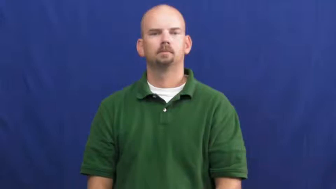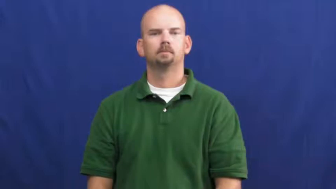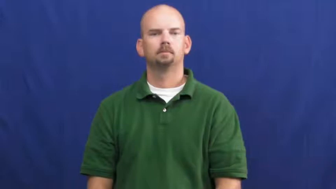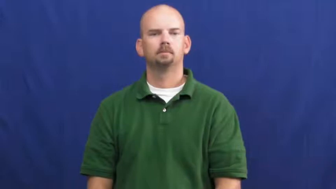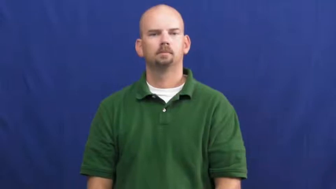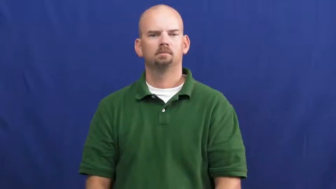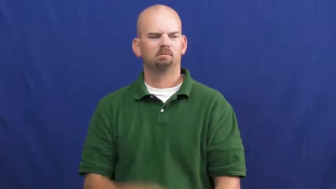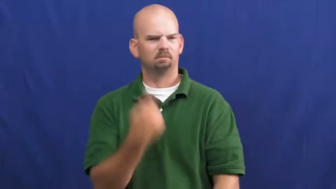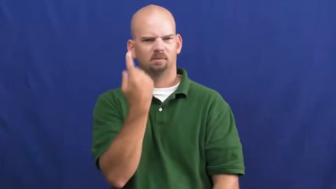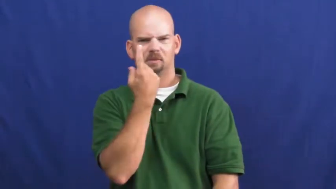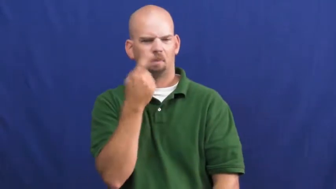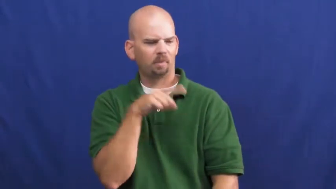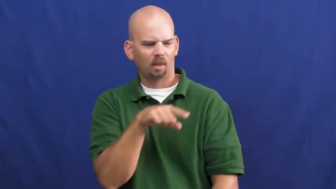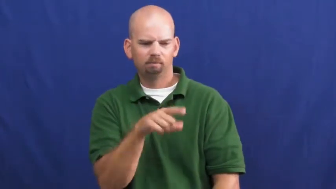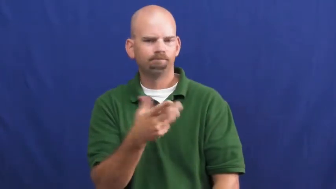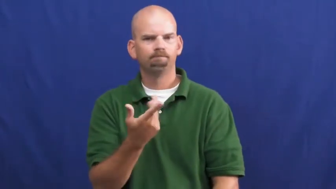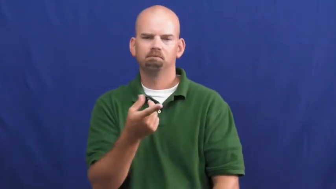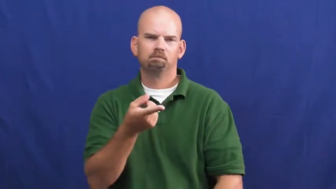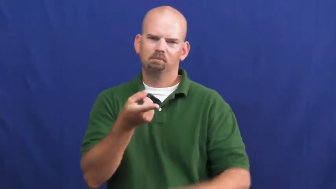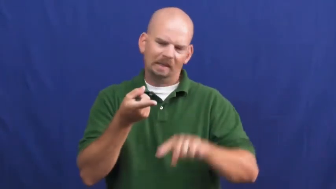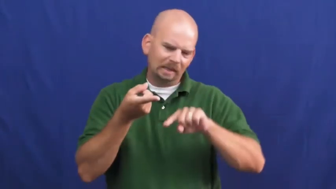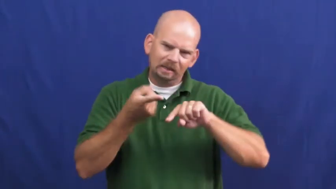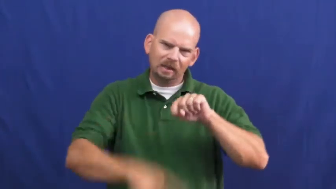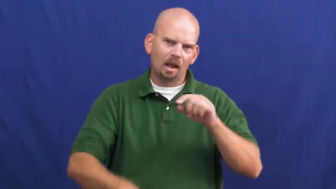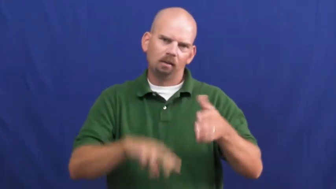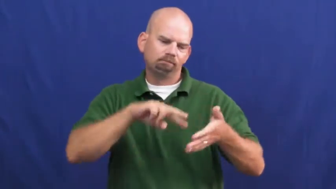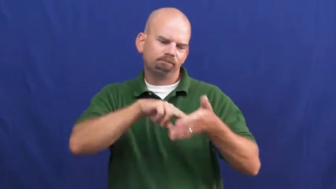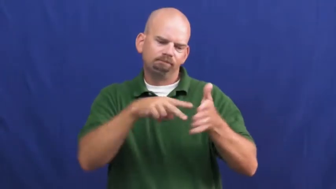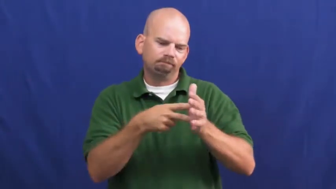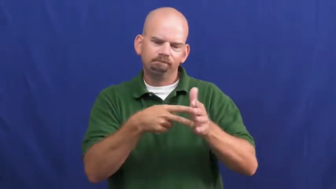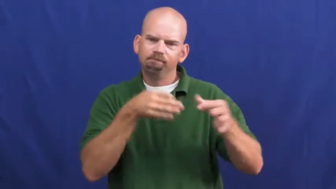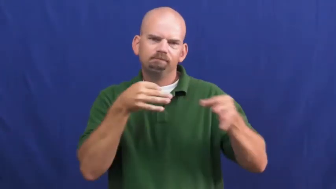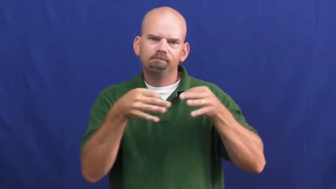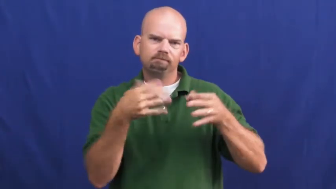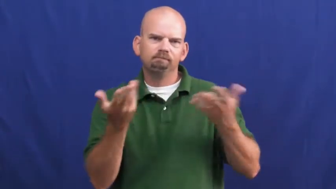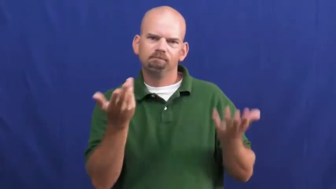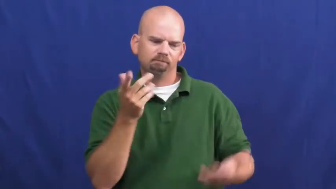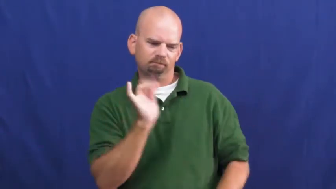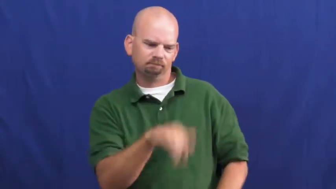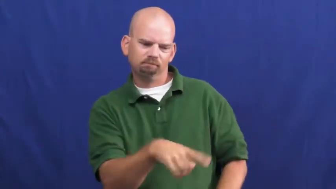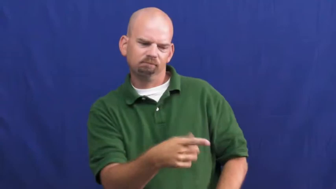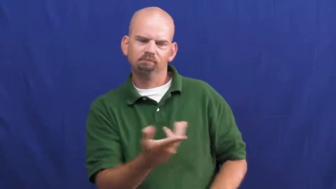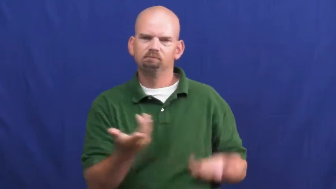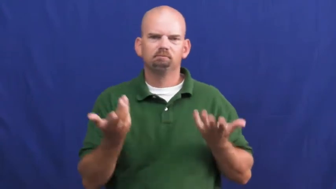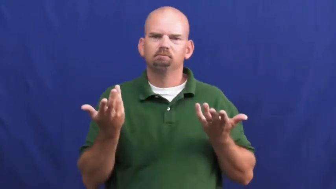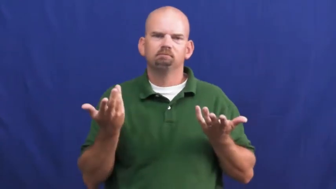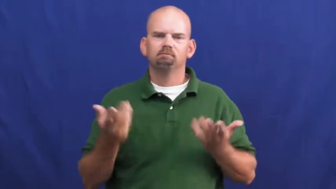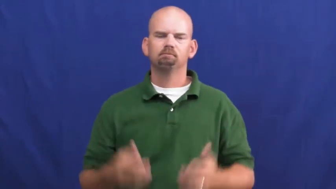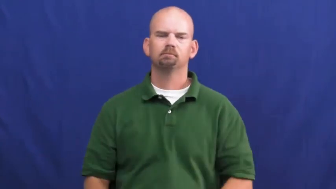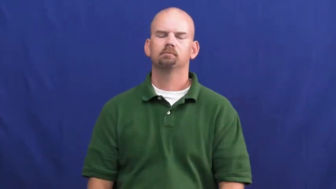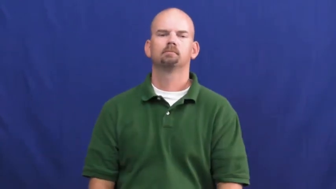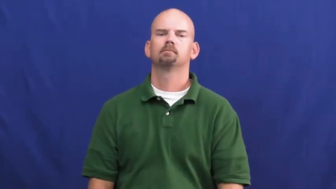undefinable